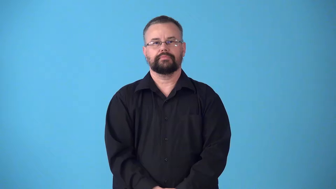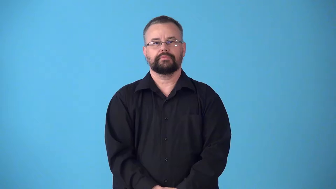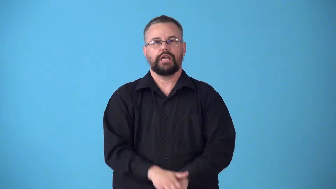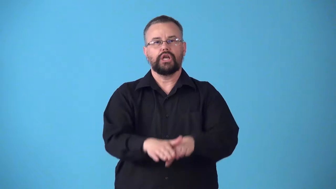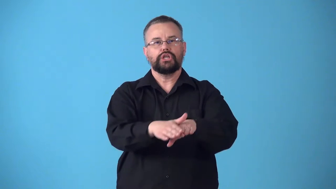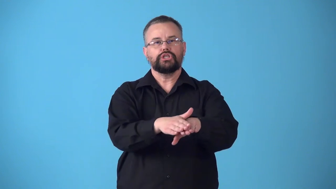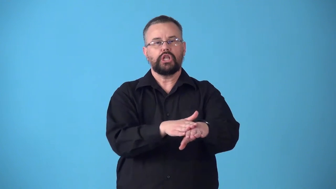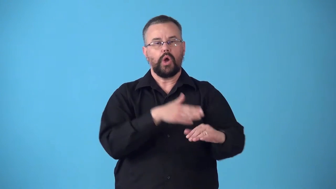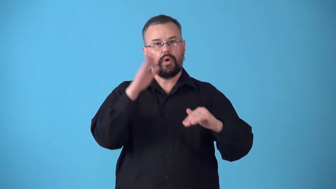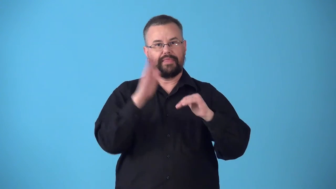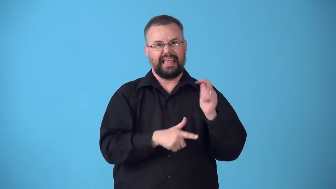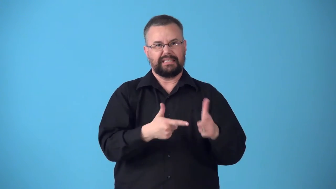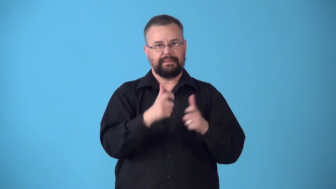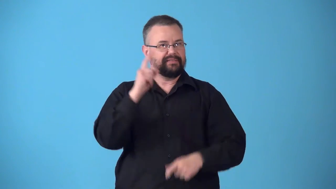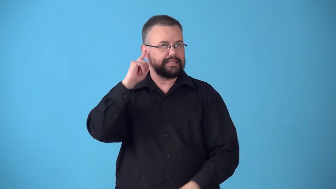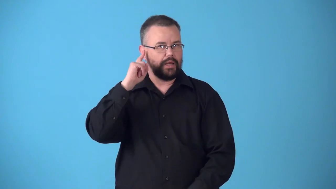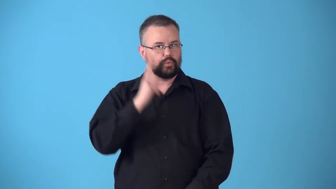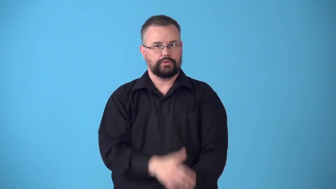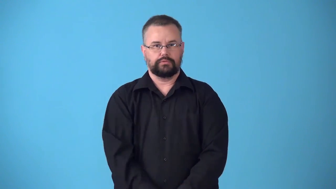subsonic